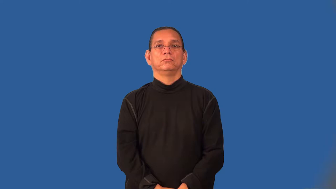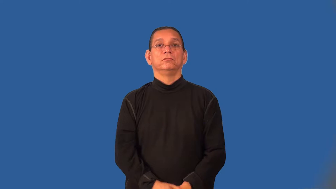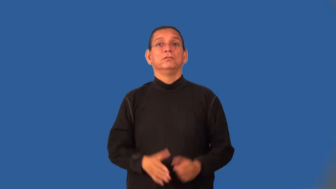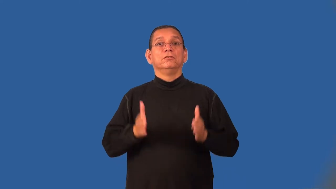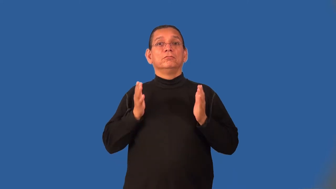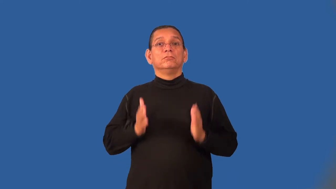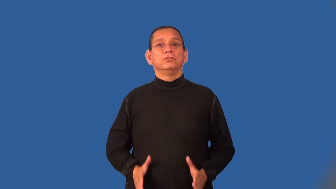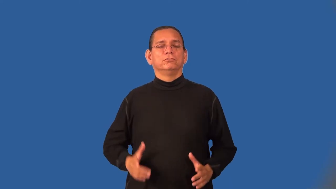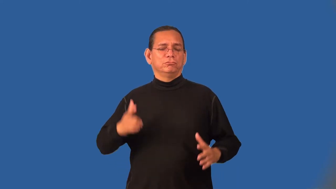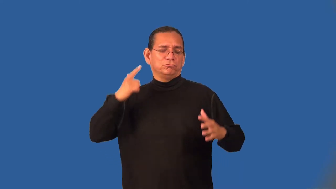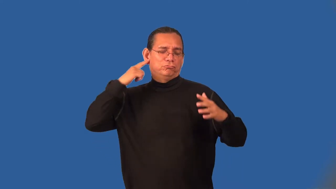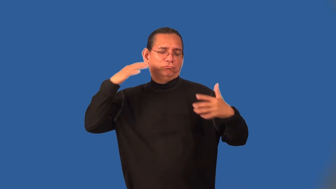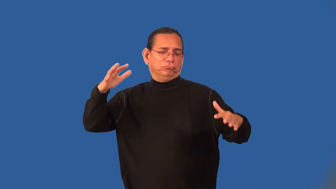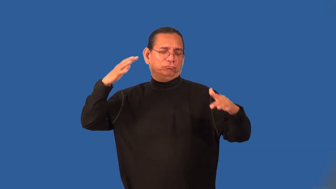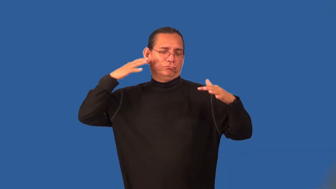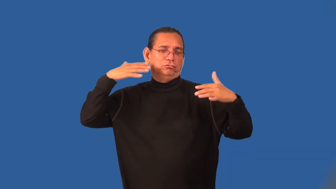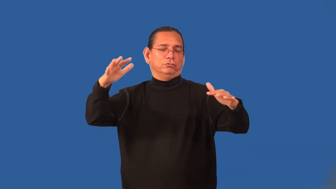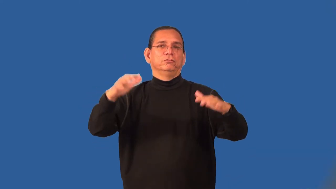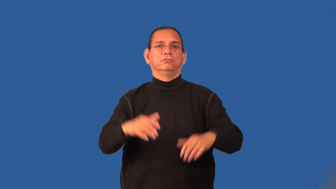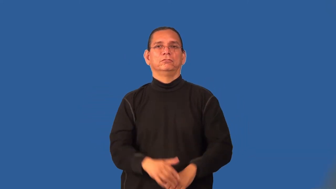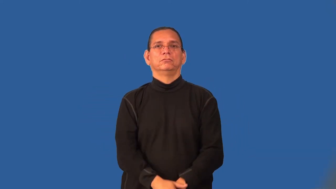reveler